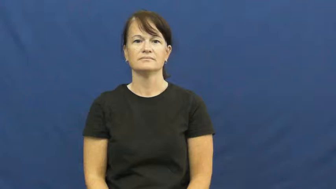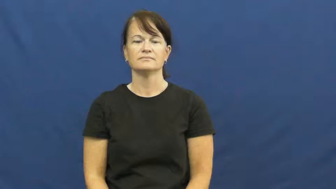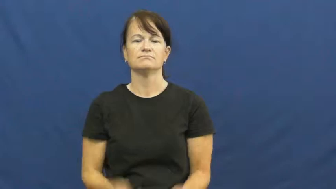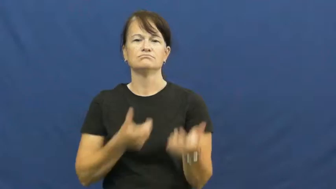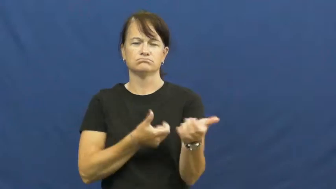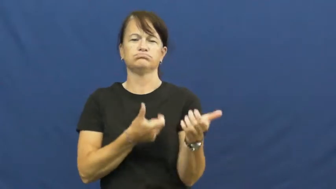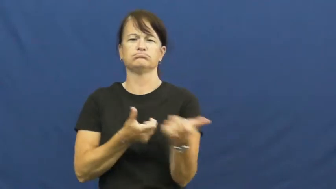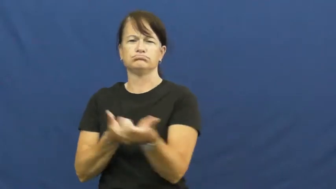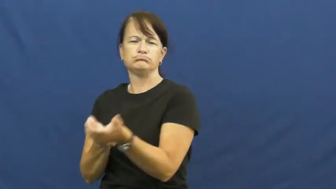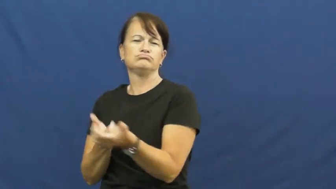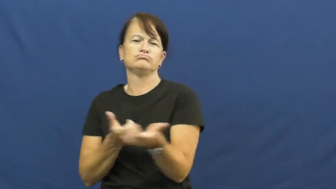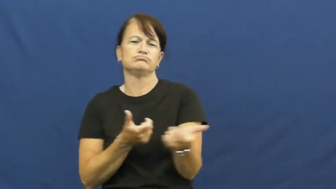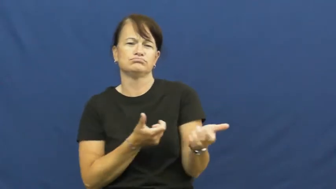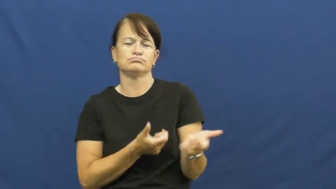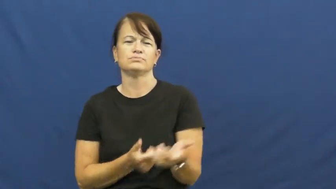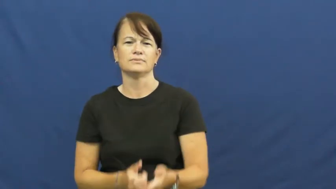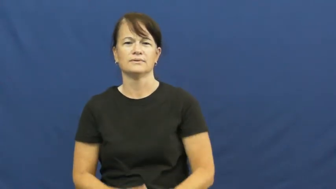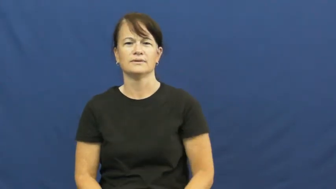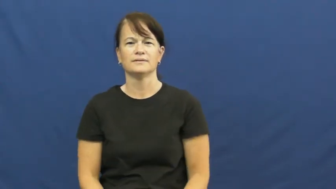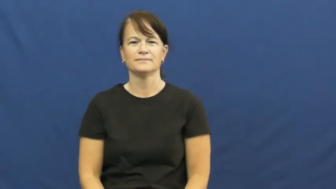machine gun